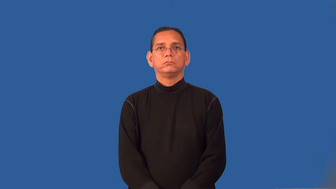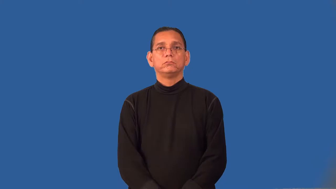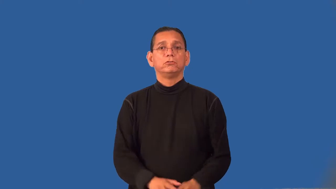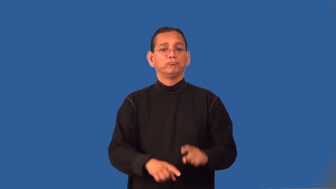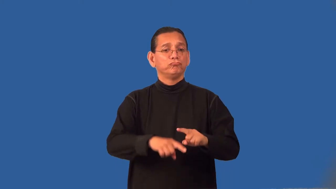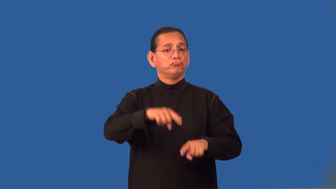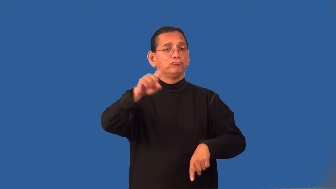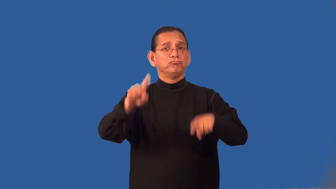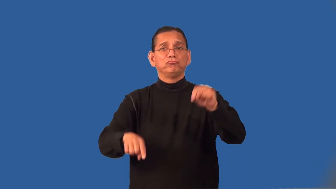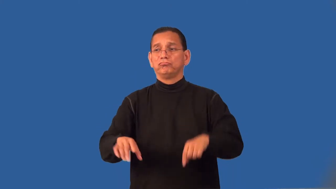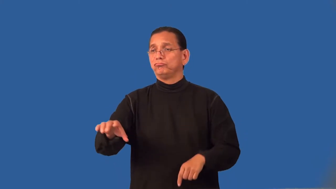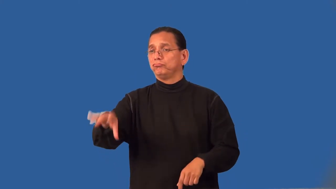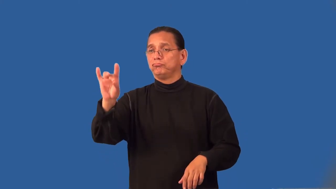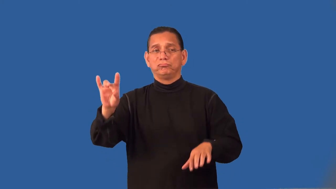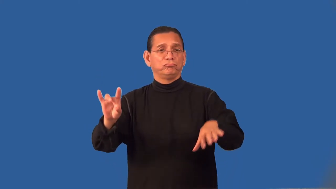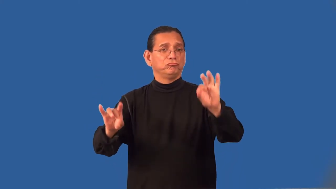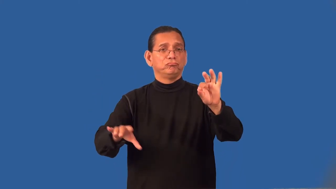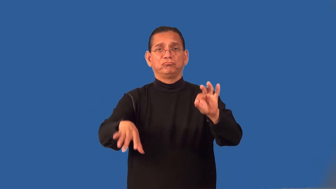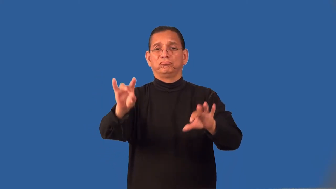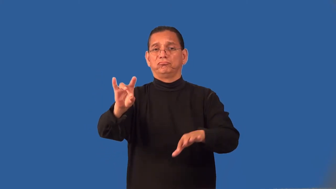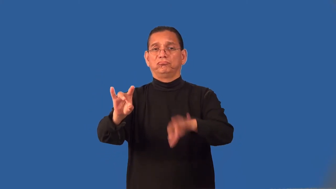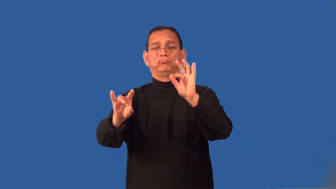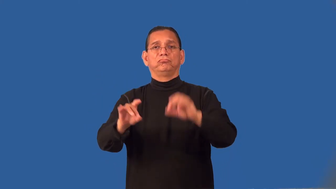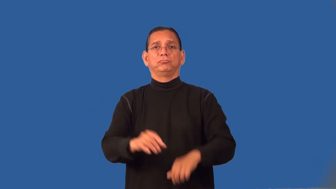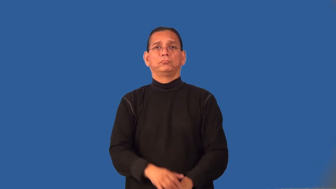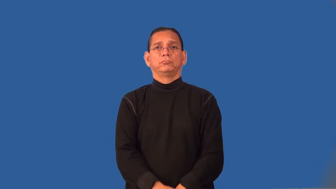randomize